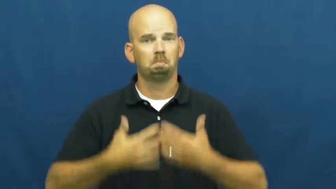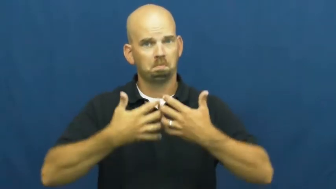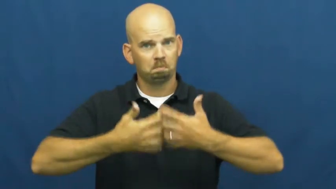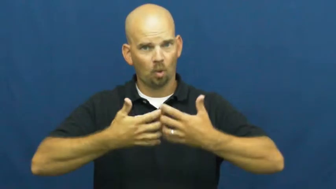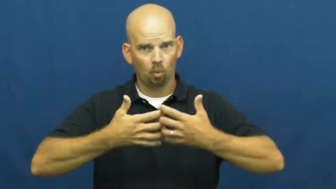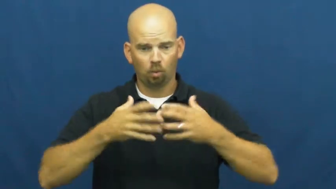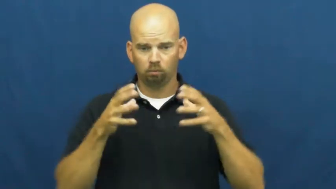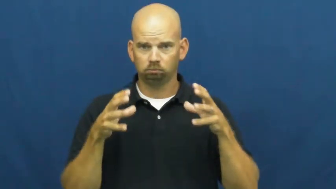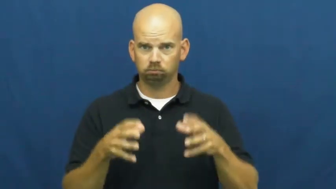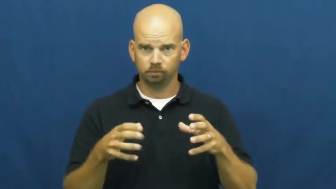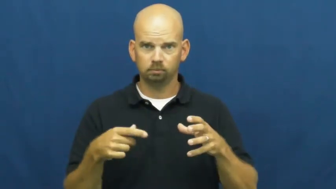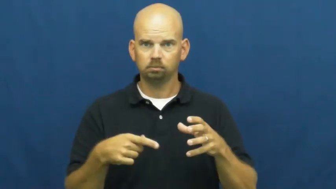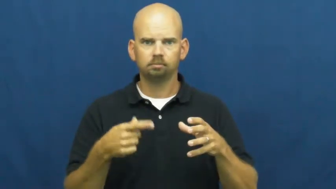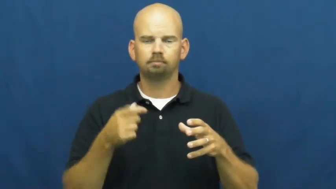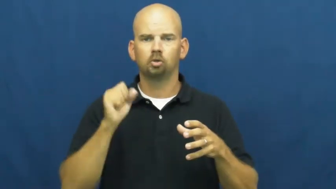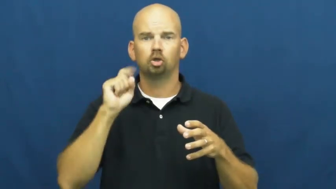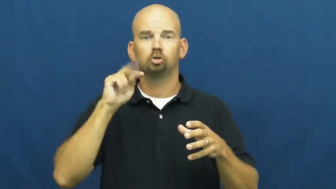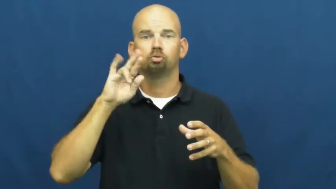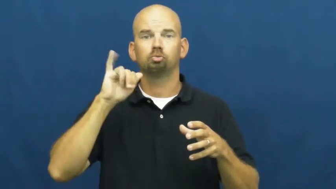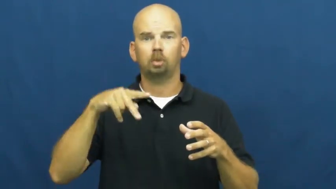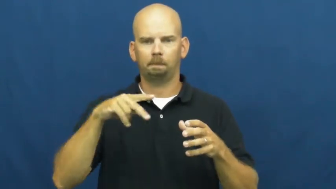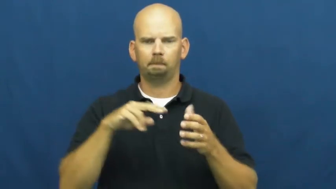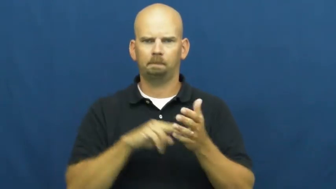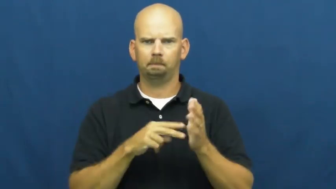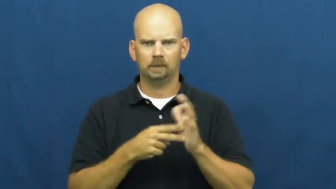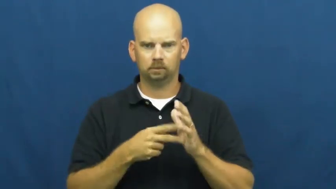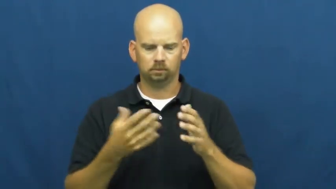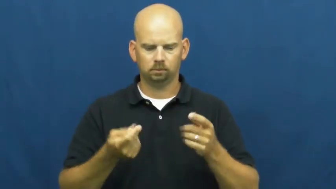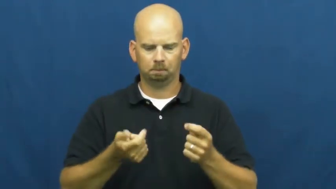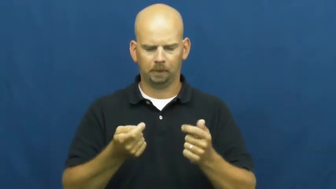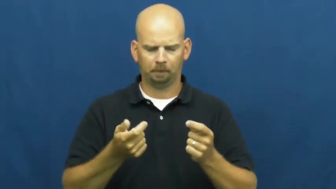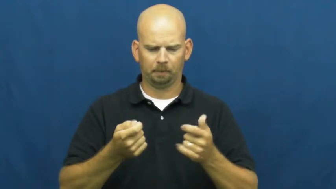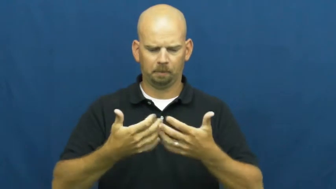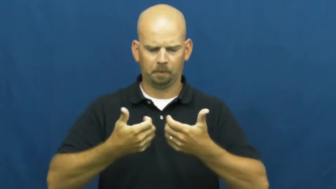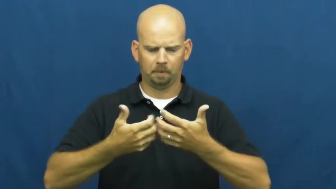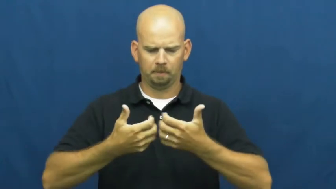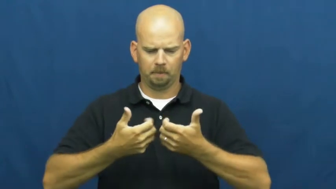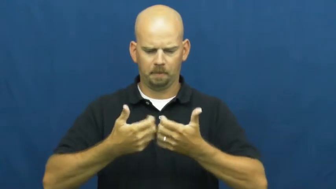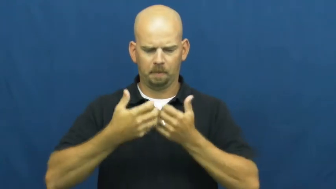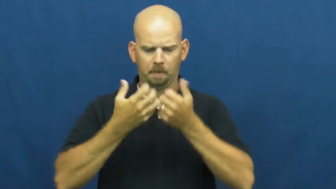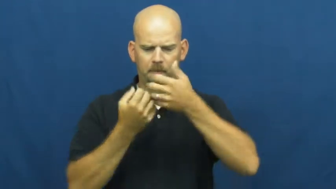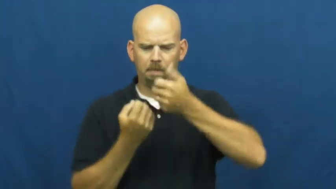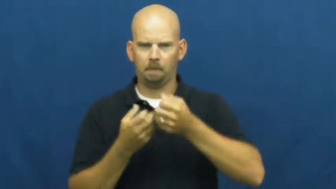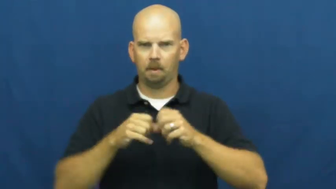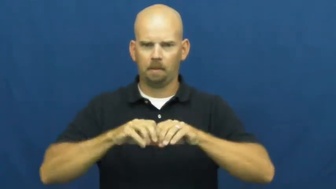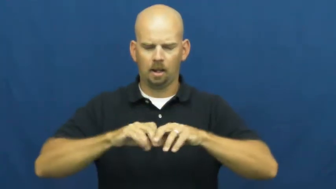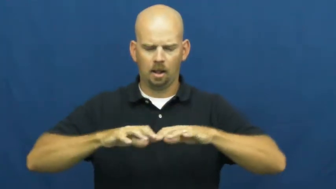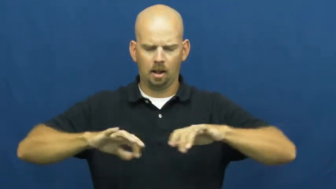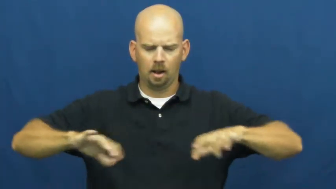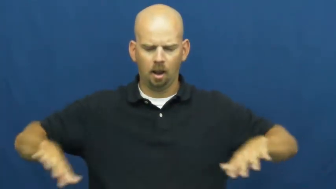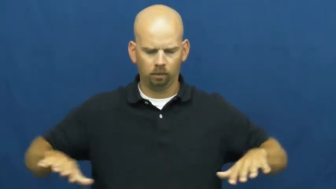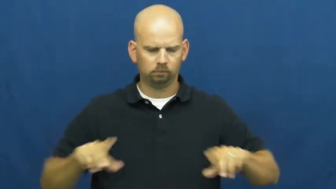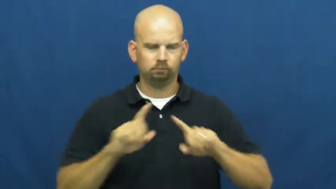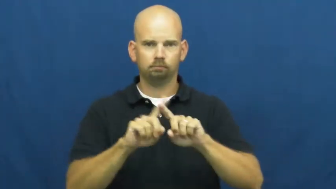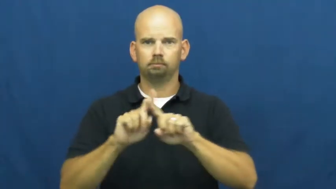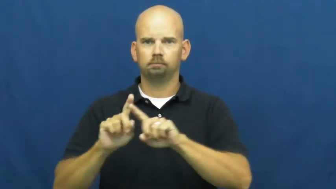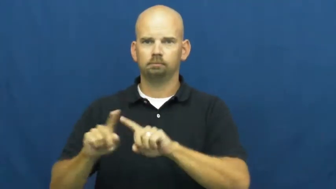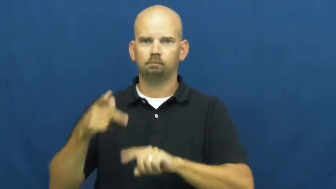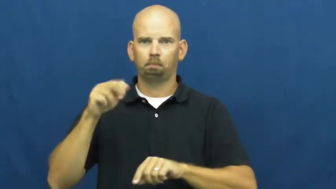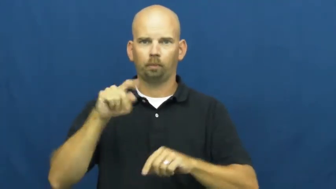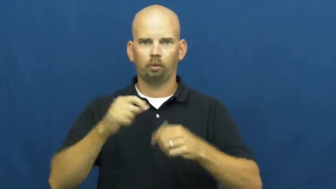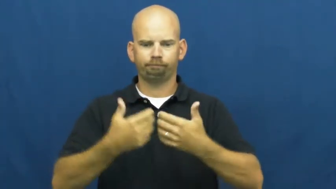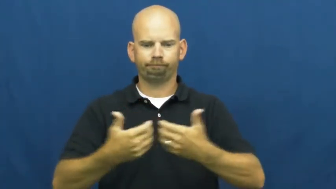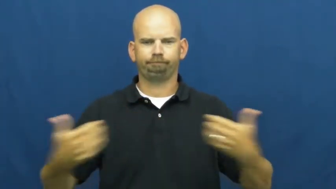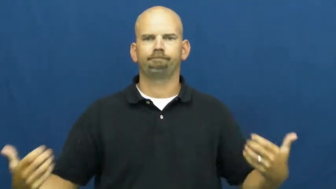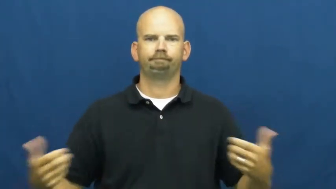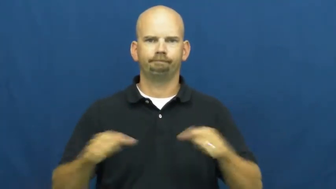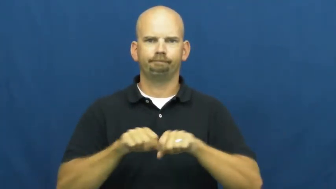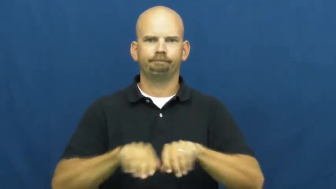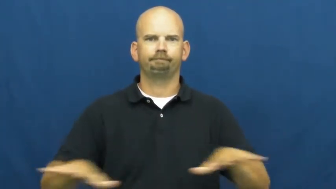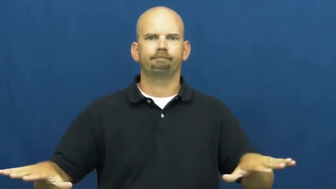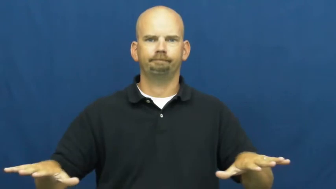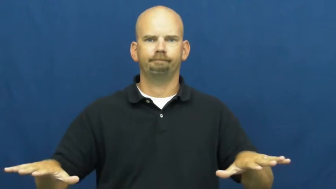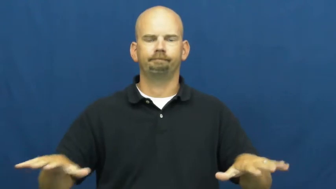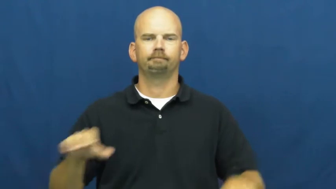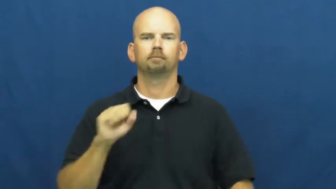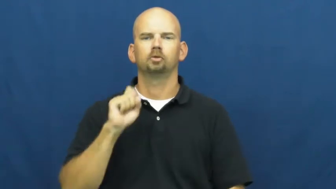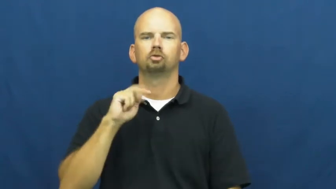strip-disassemble